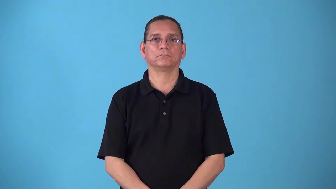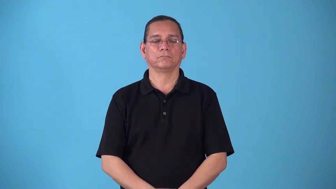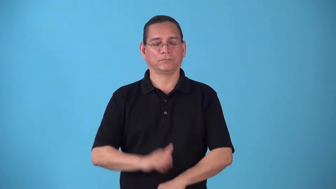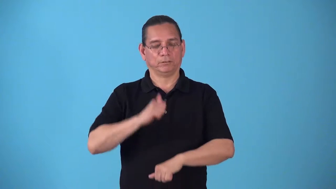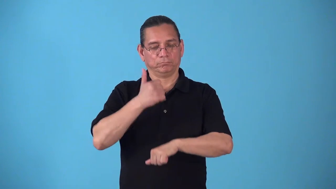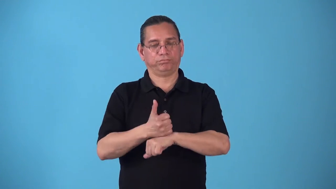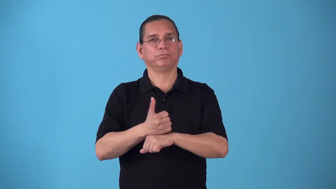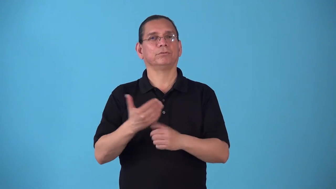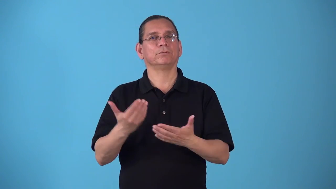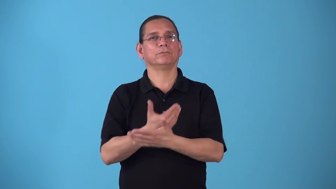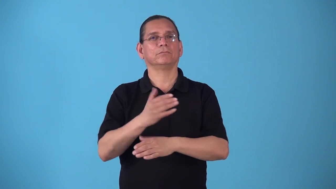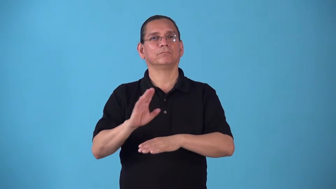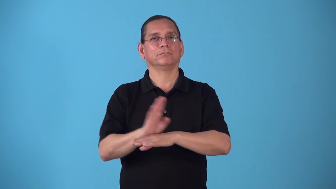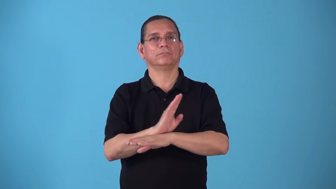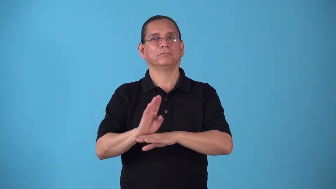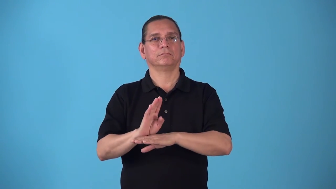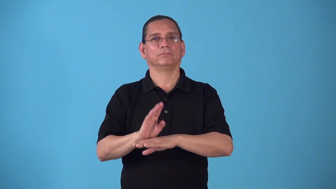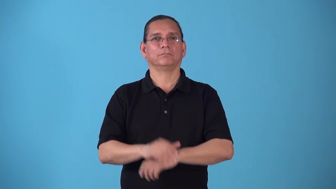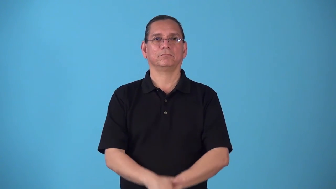startup